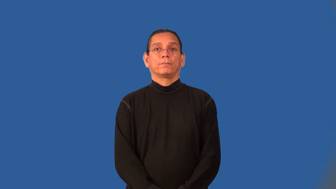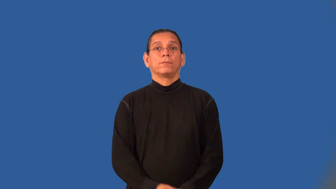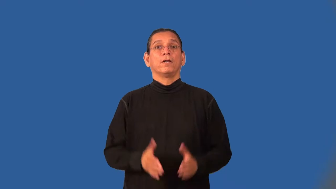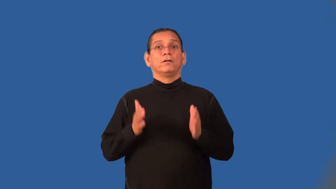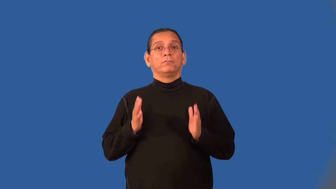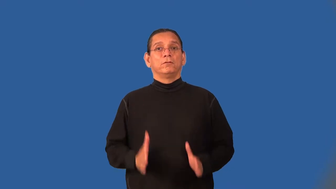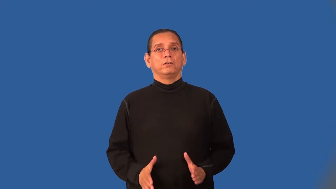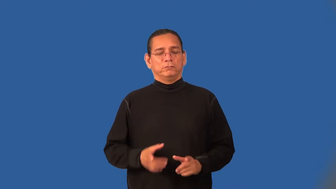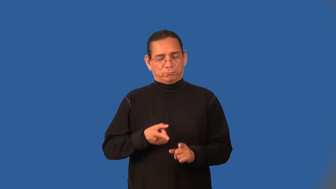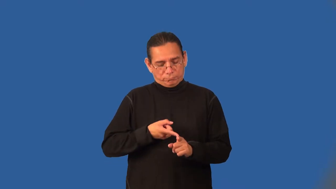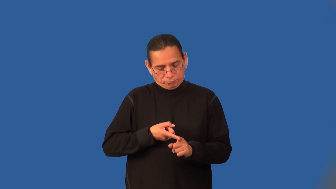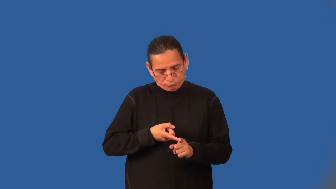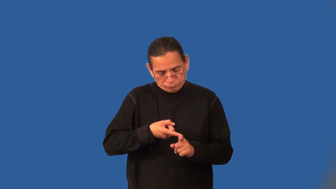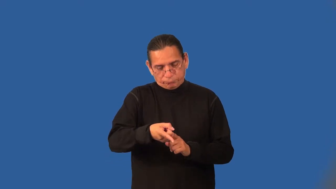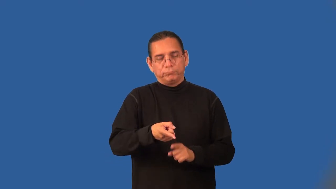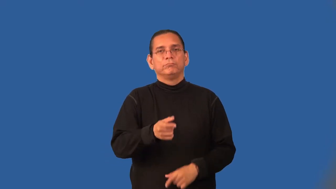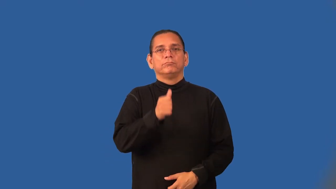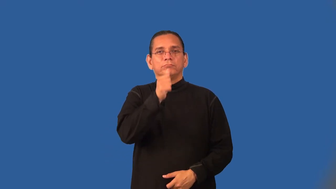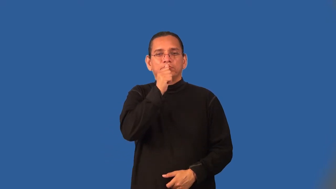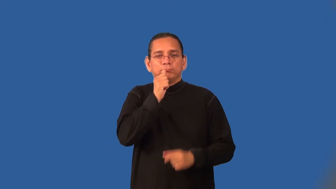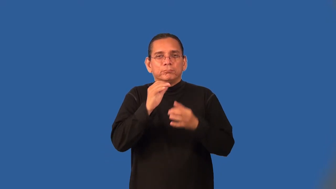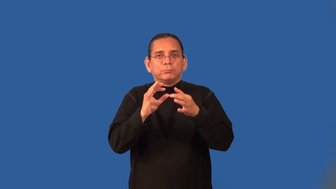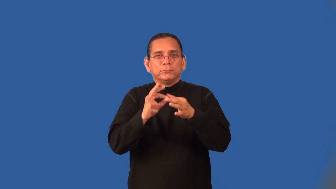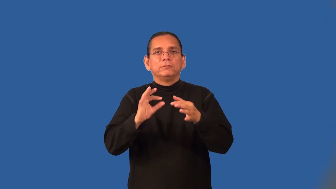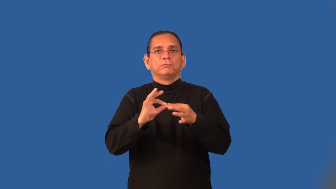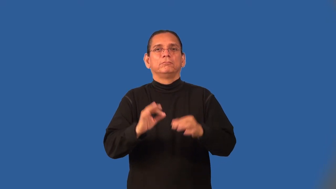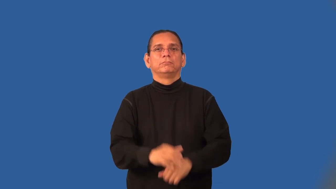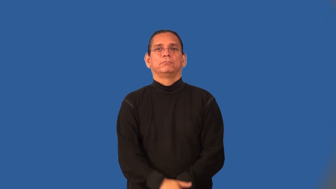cryptographer